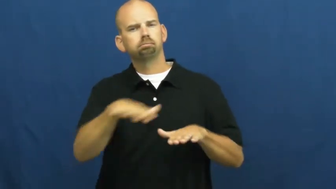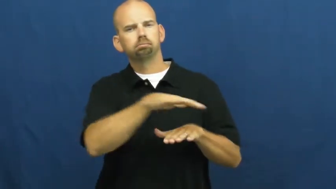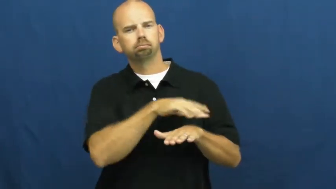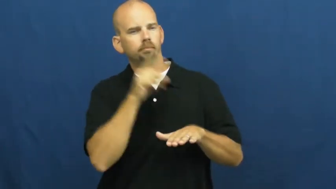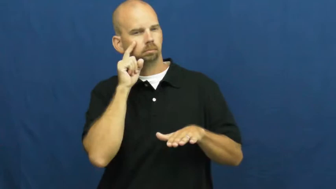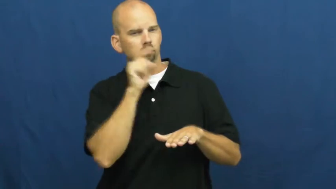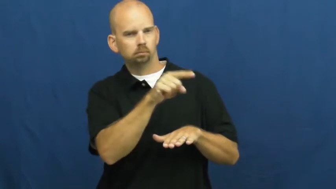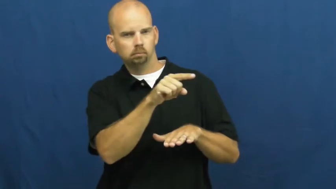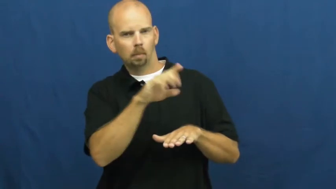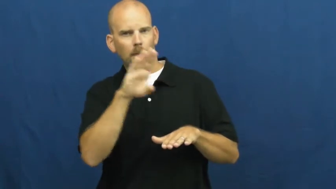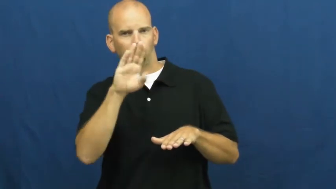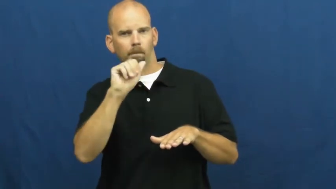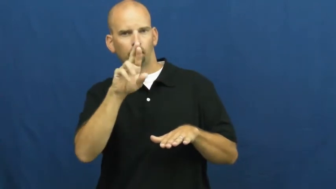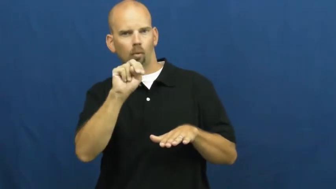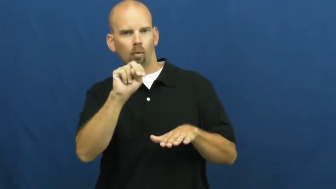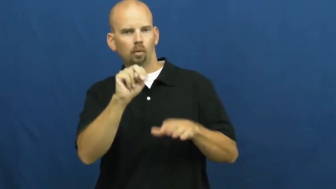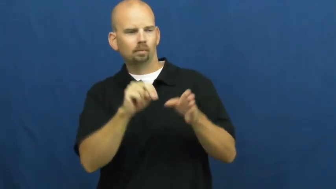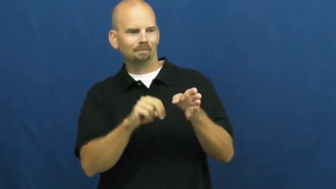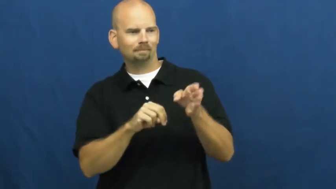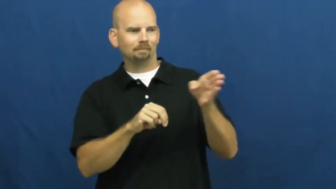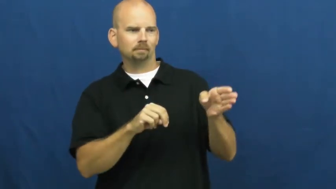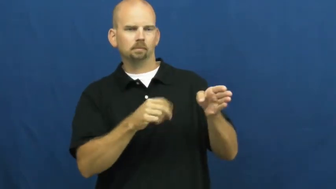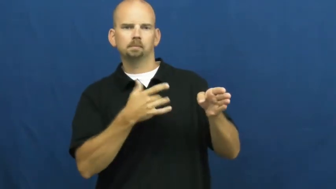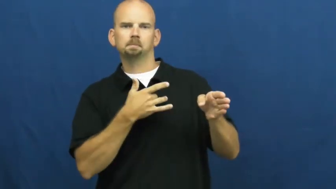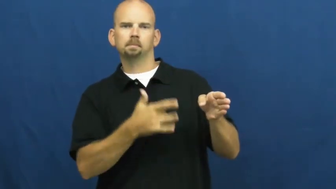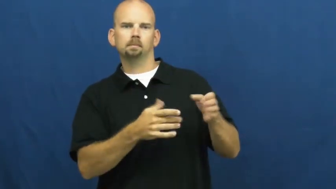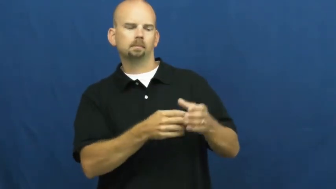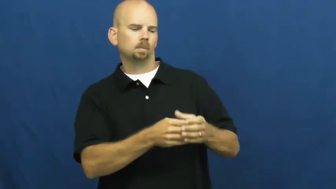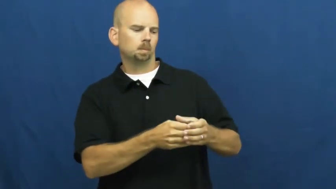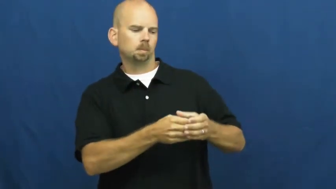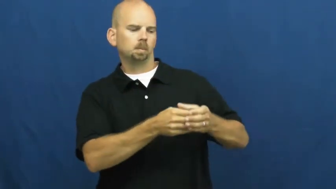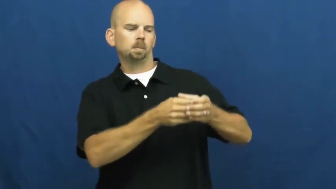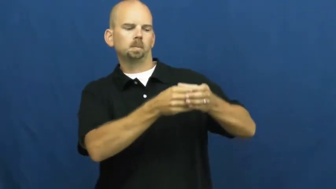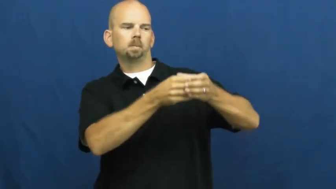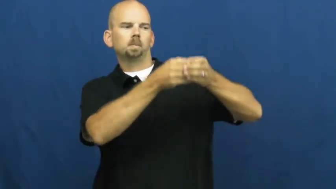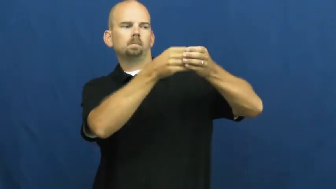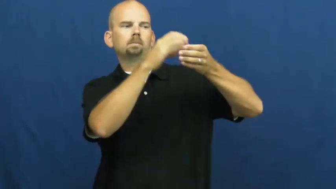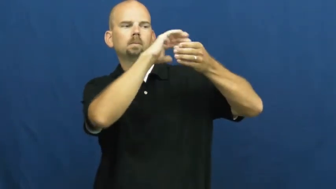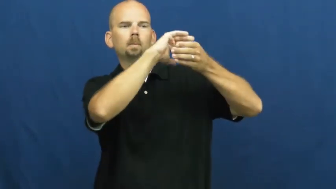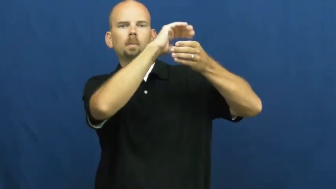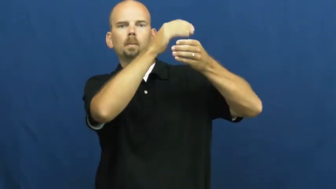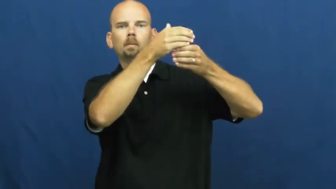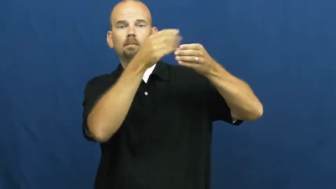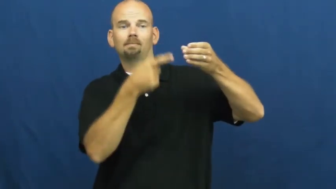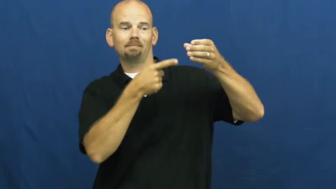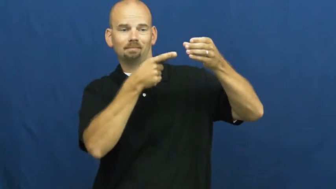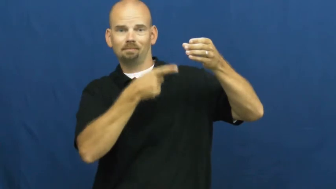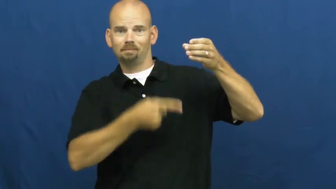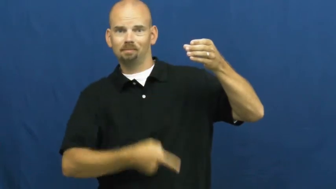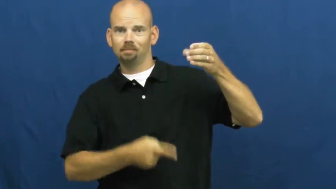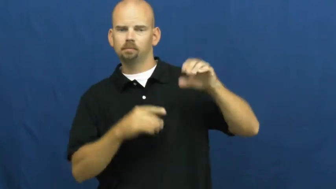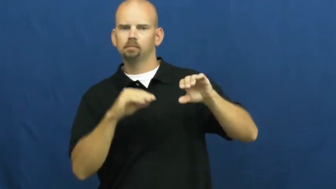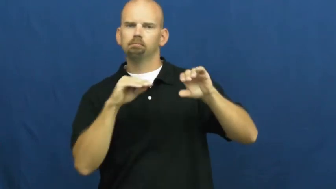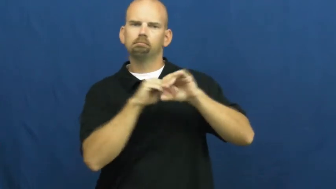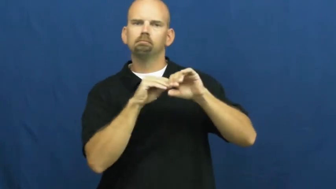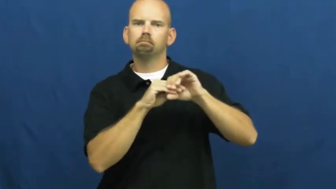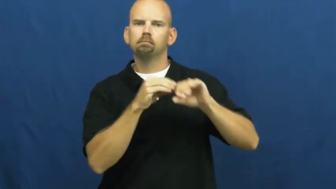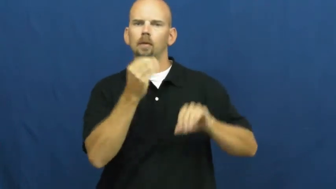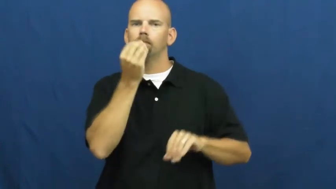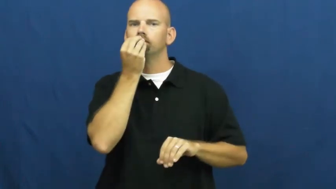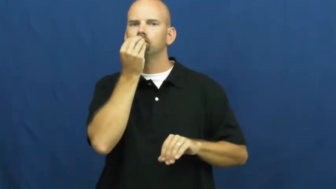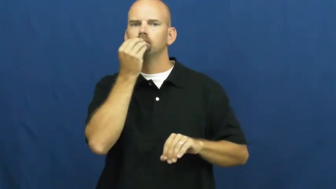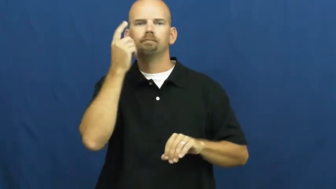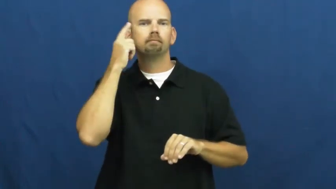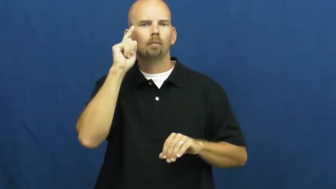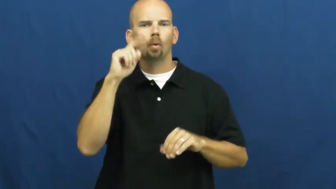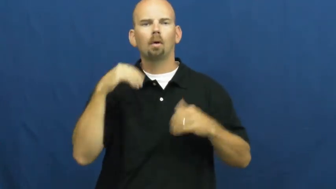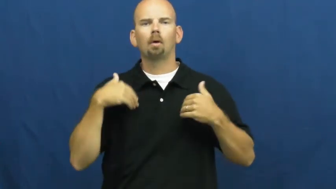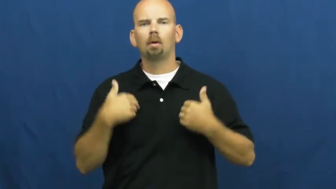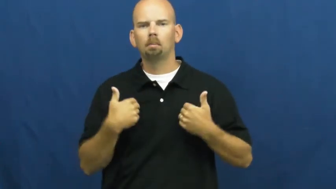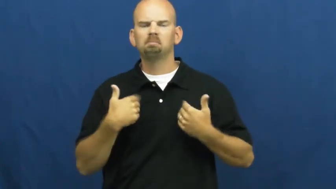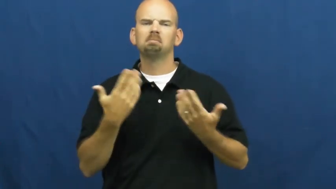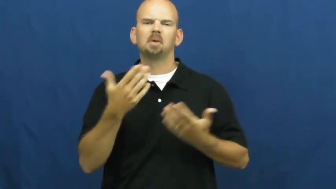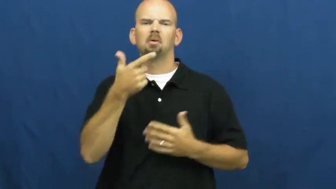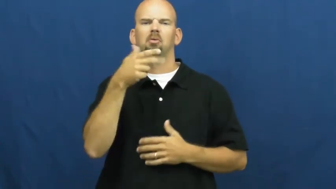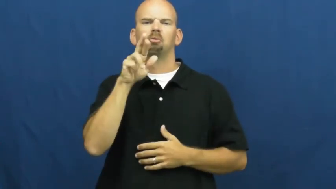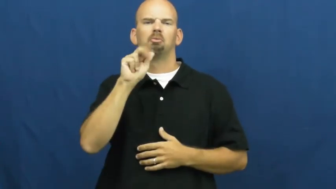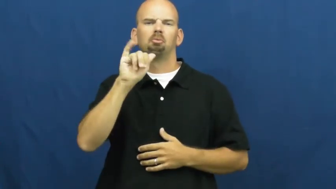silo,crib